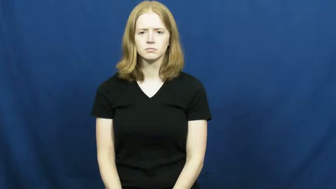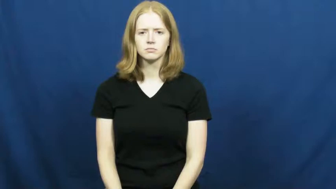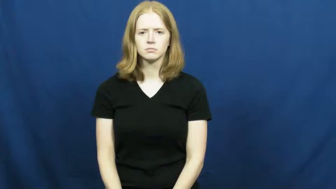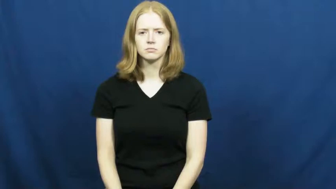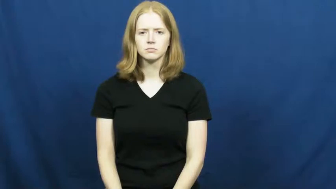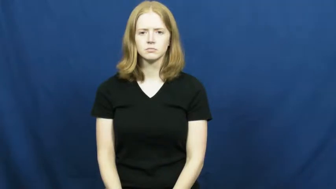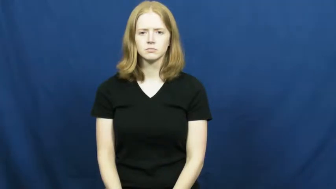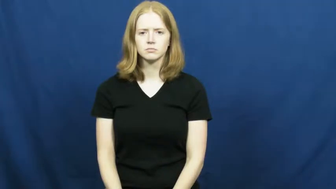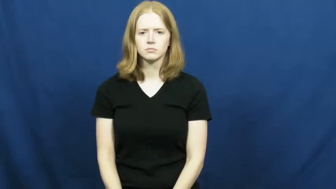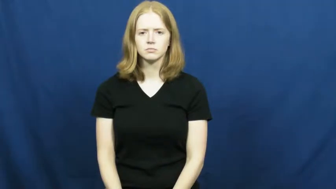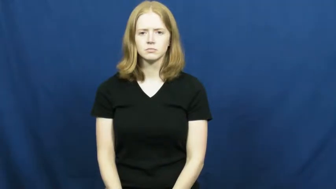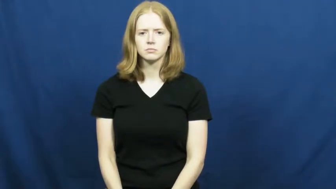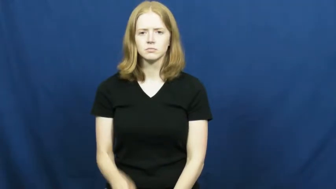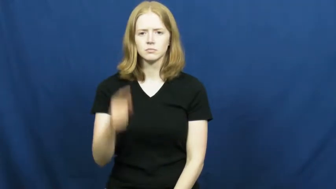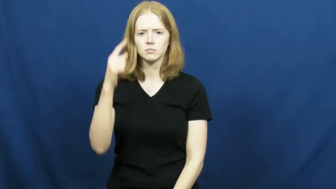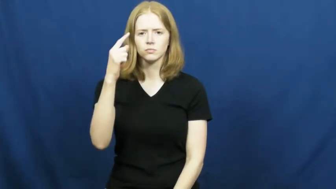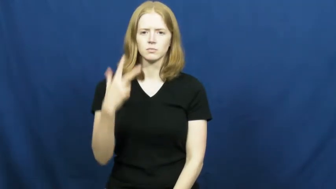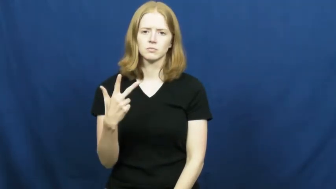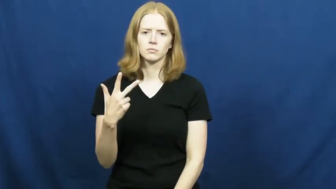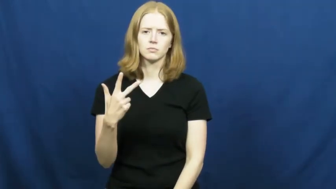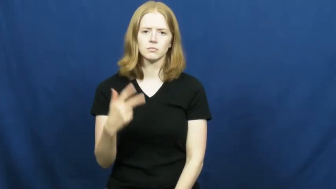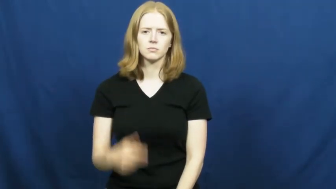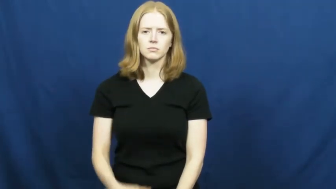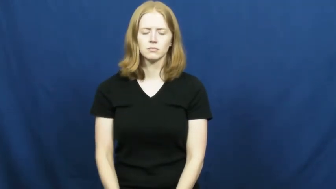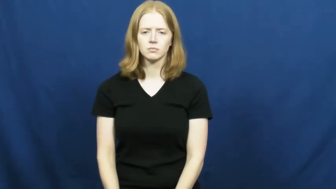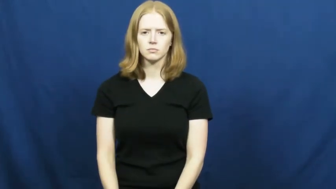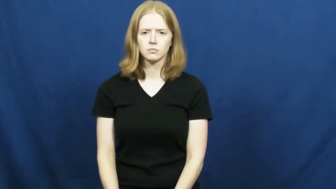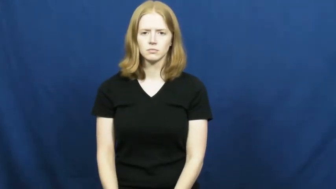one-third